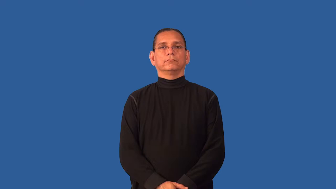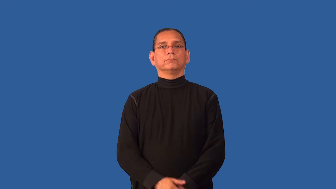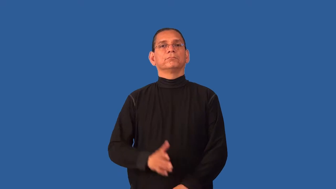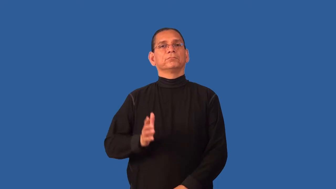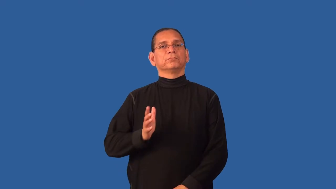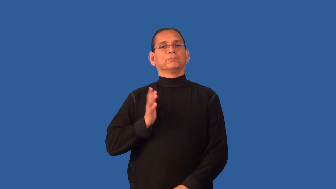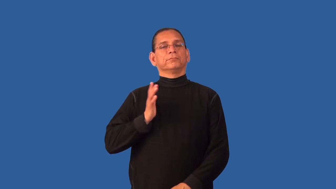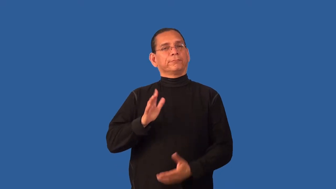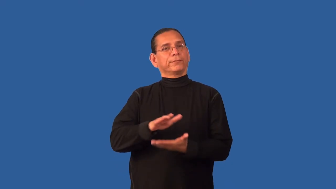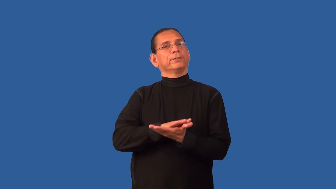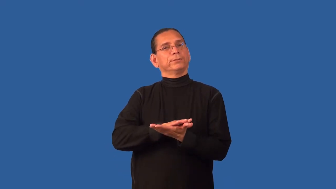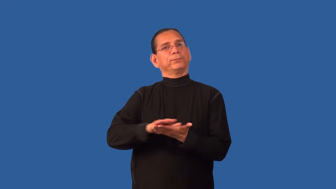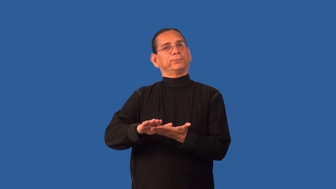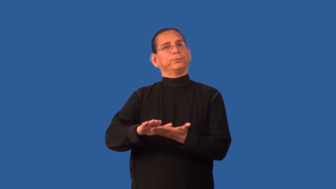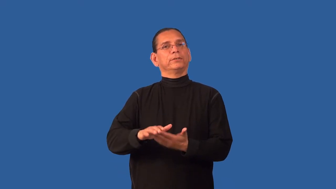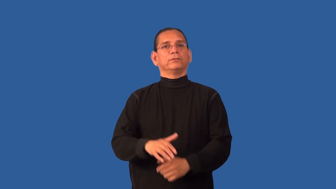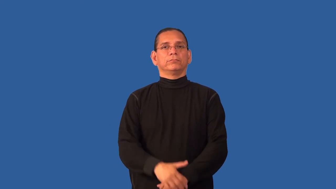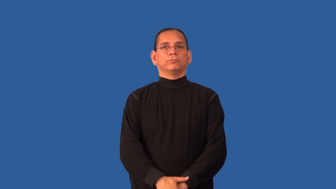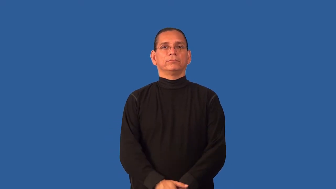decorous